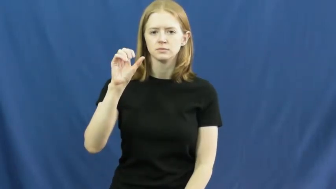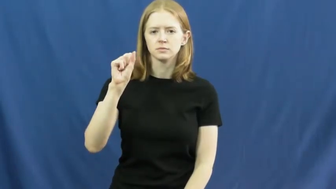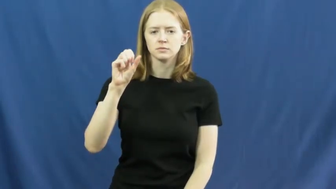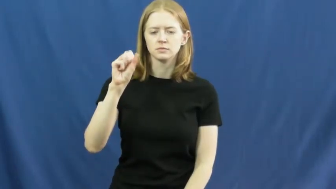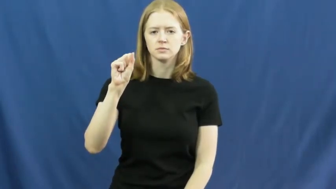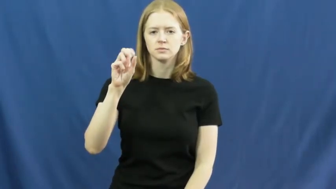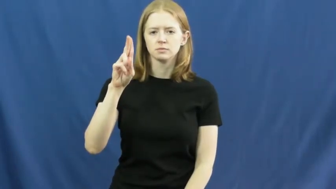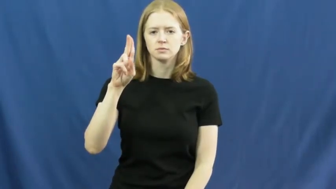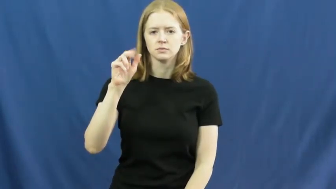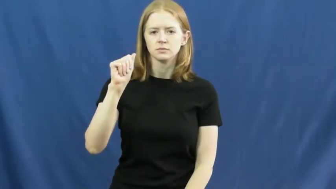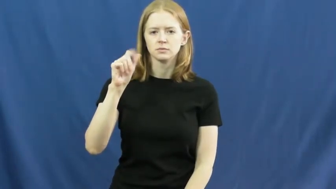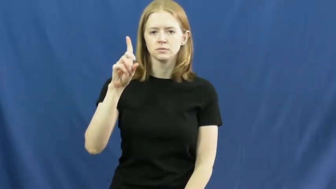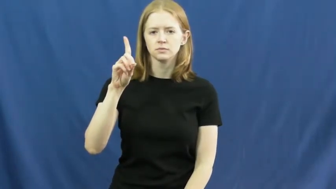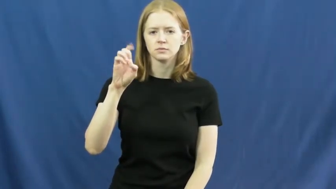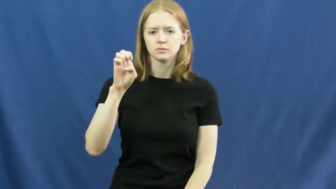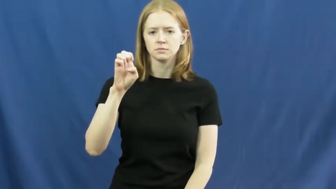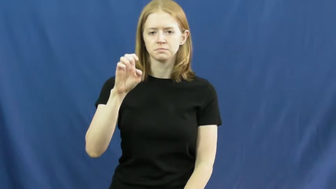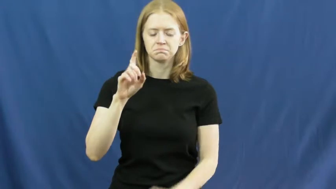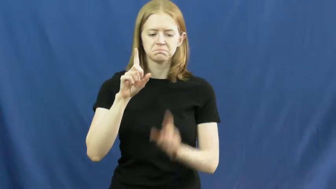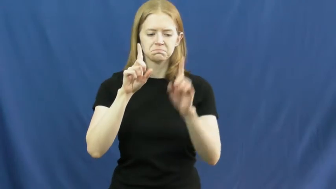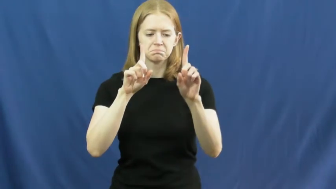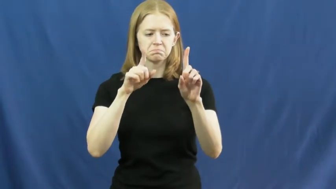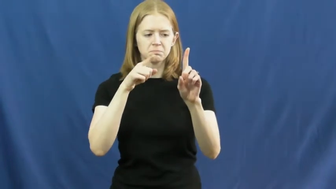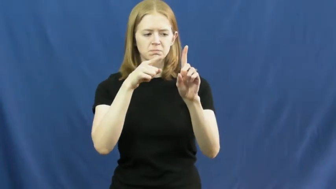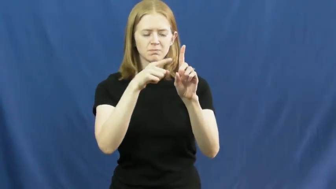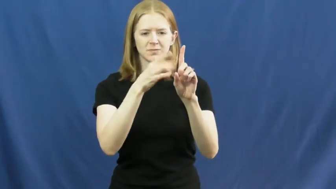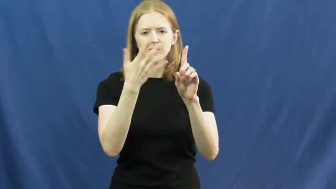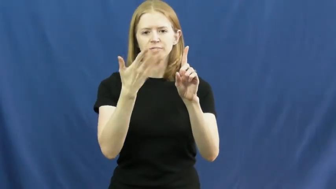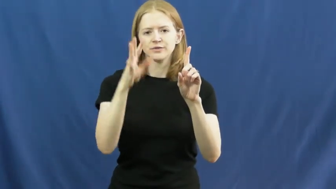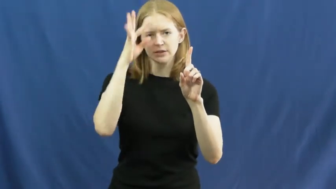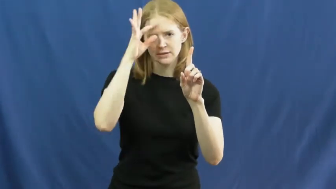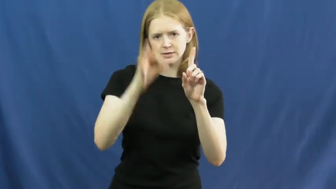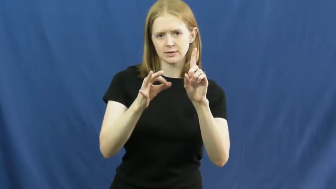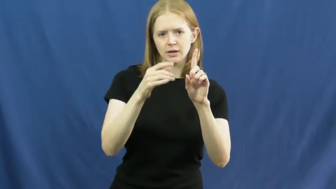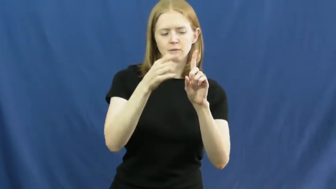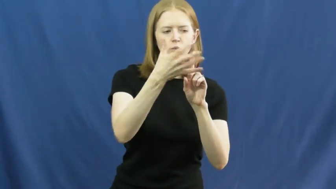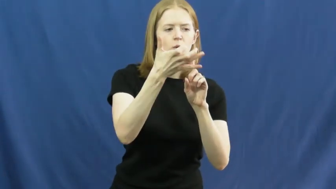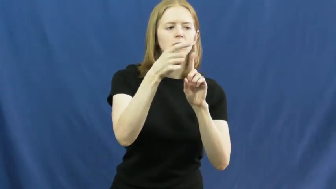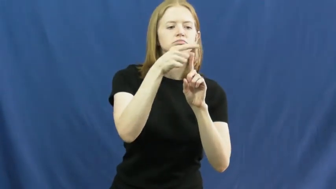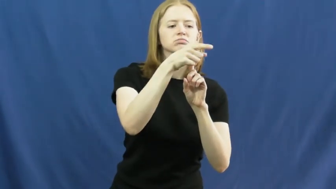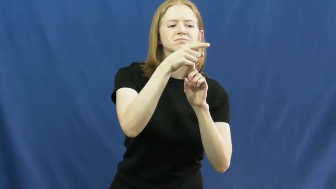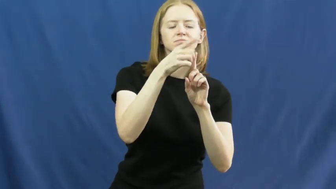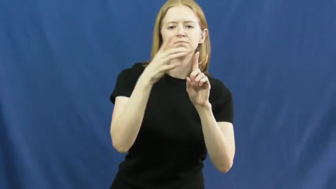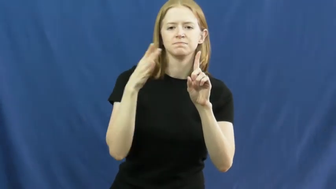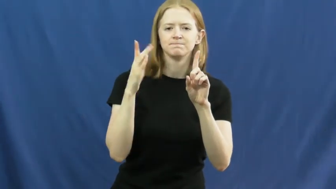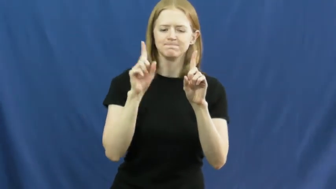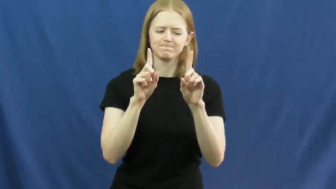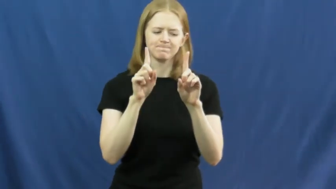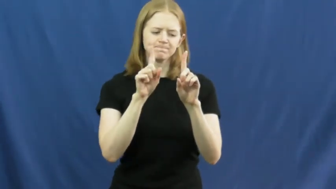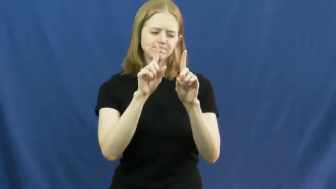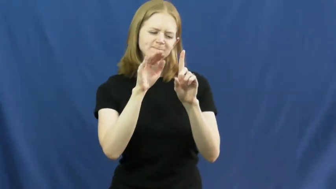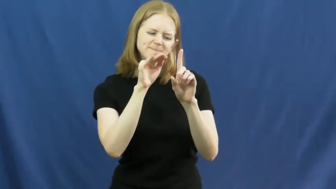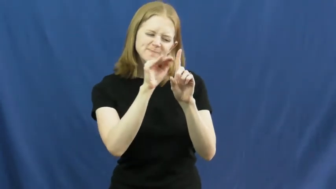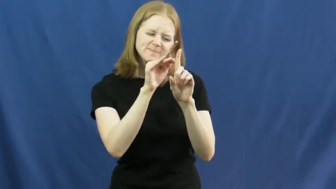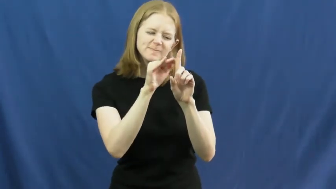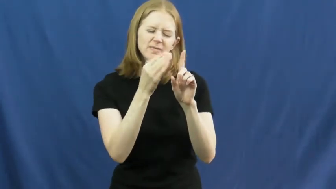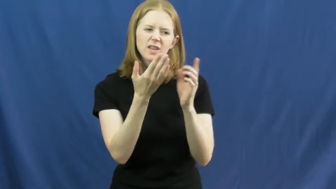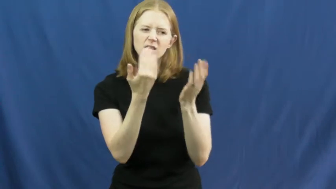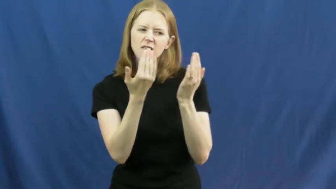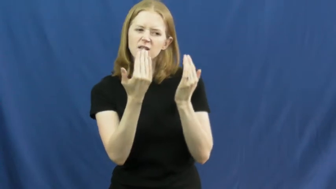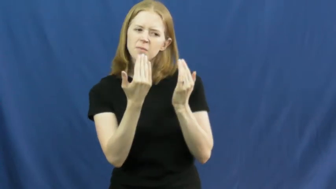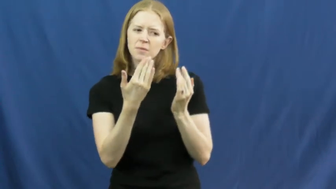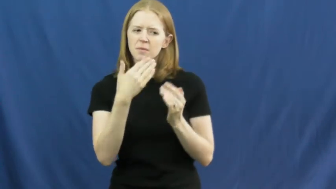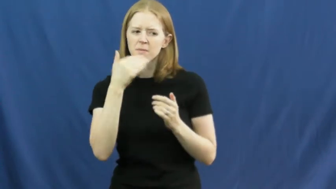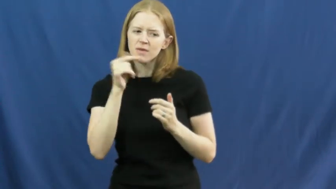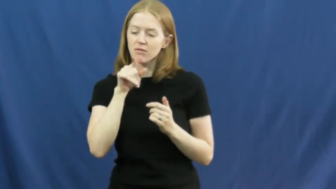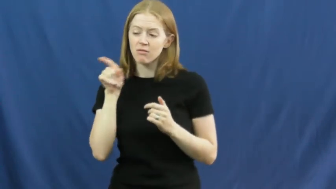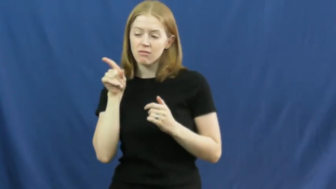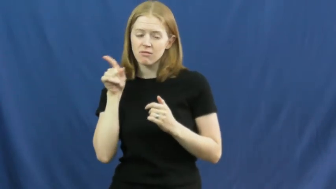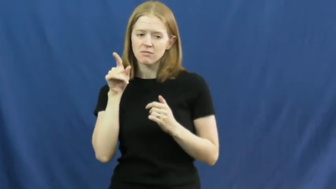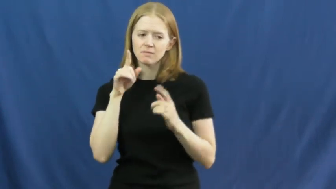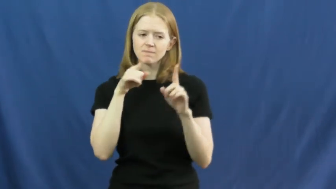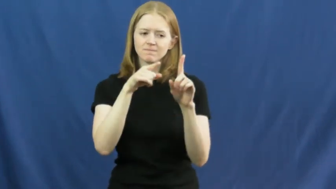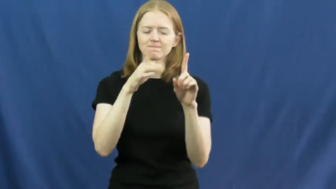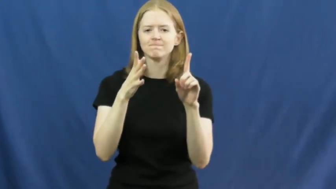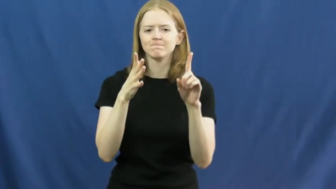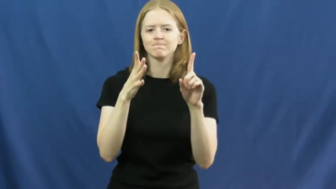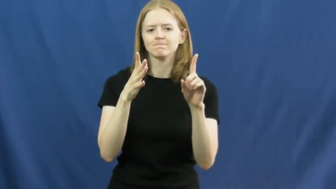dissuade